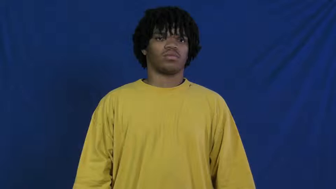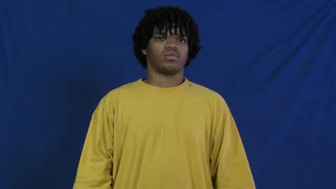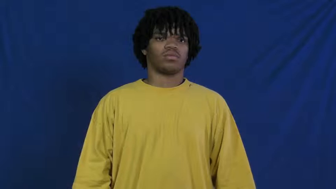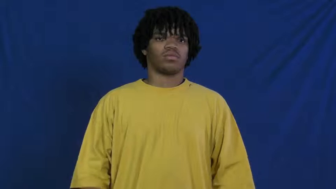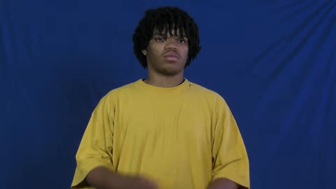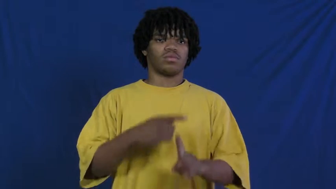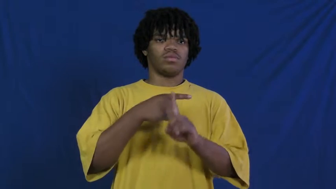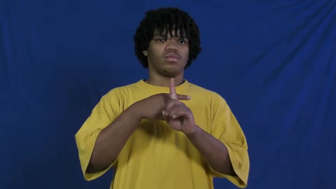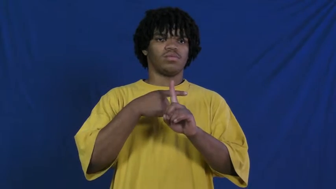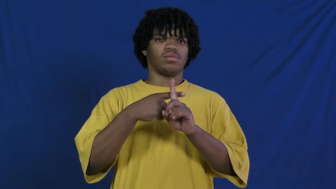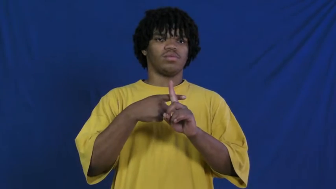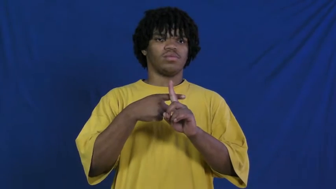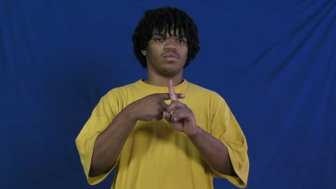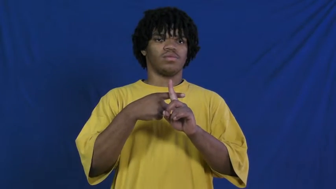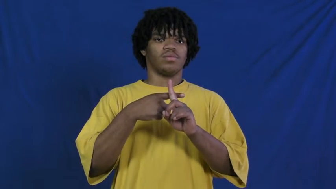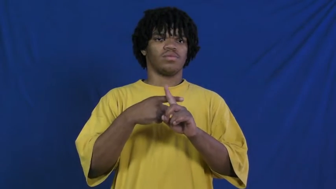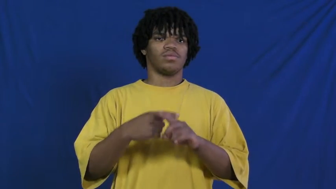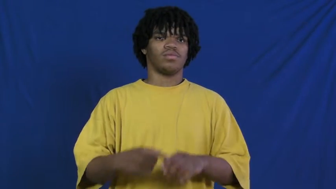plus